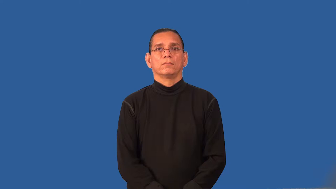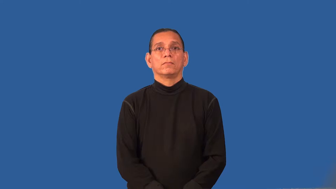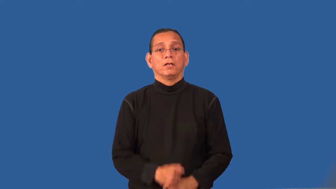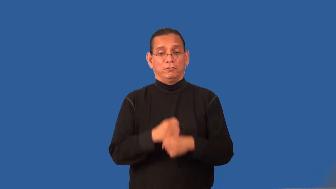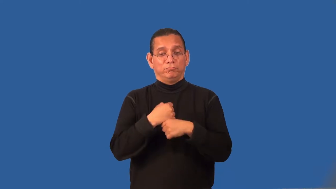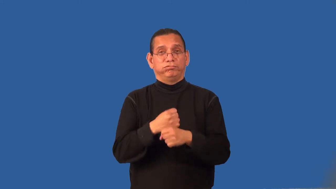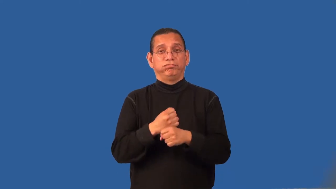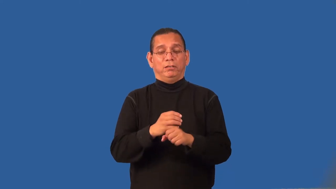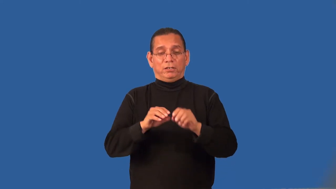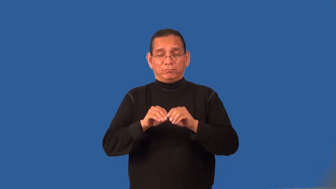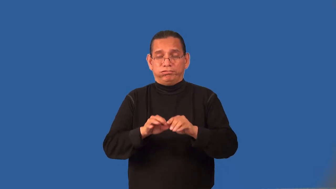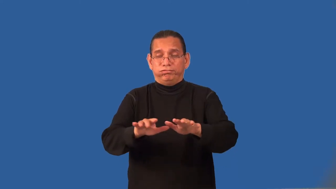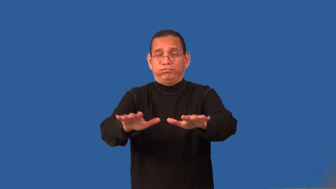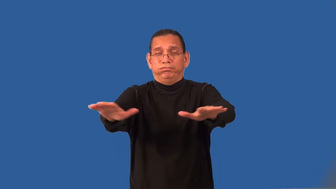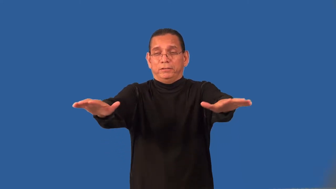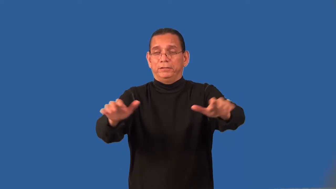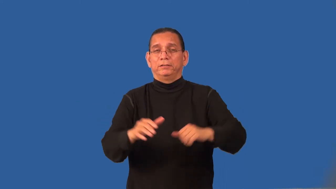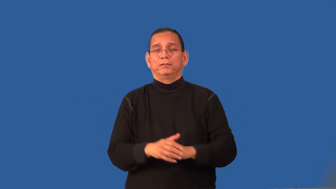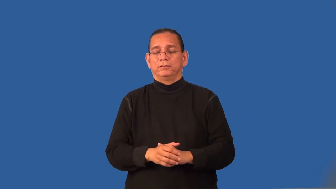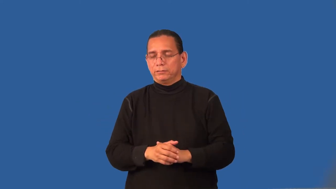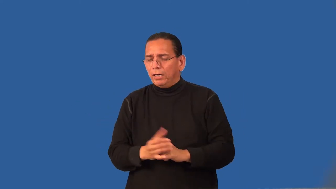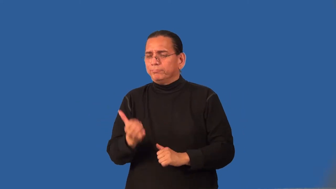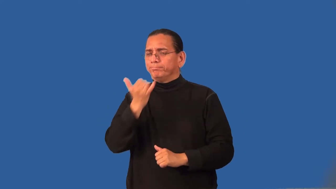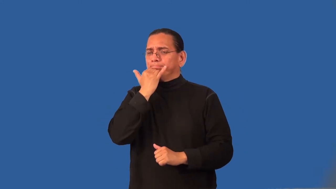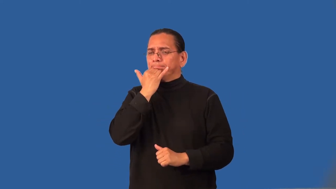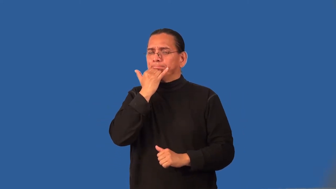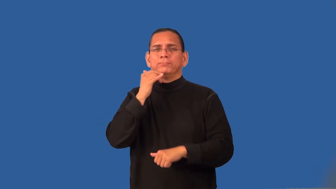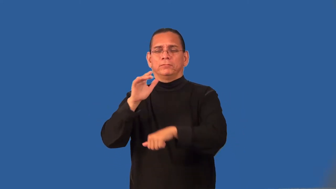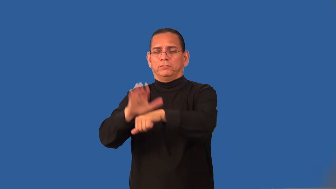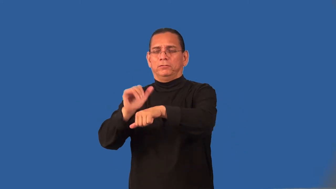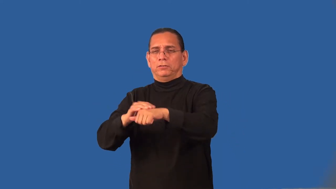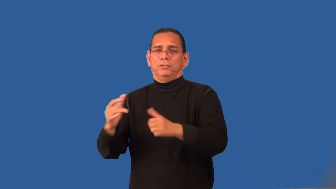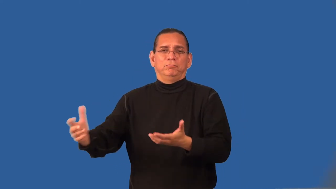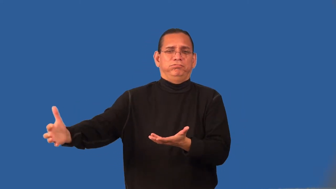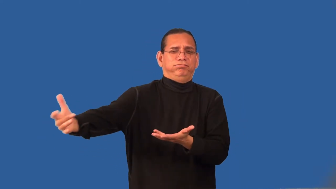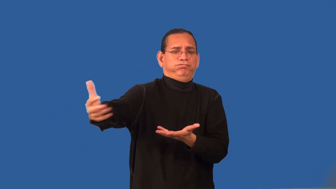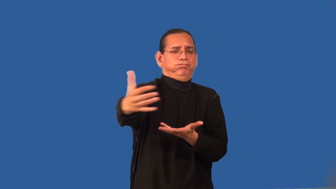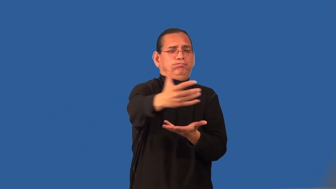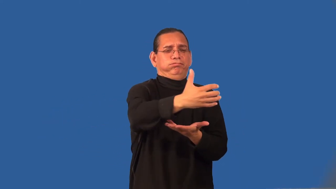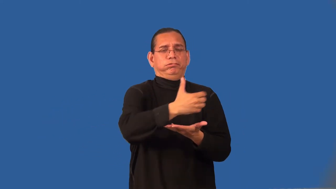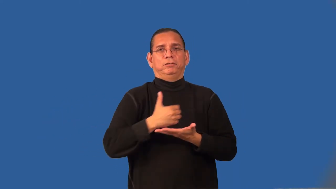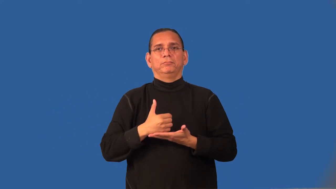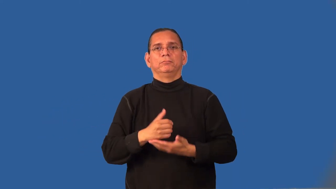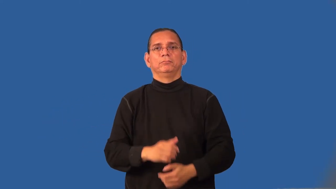recall-product